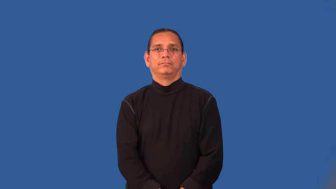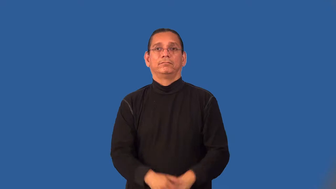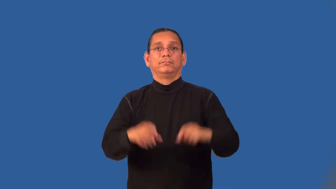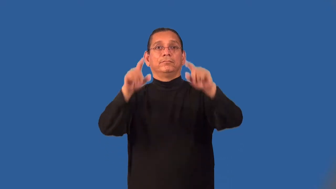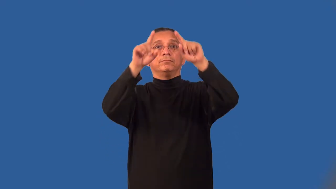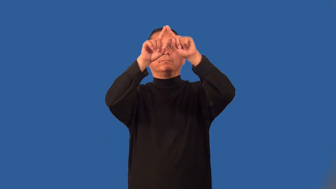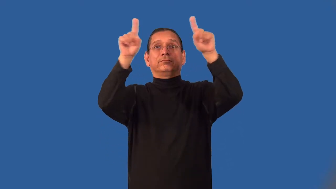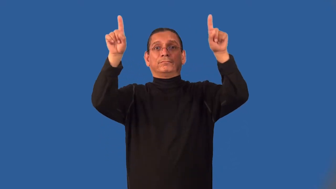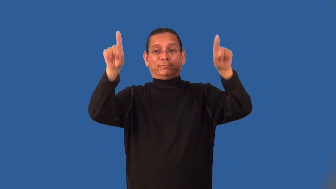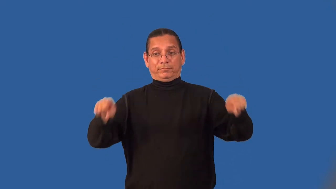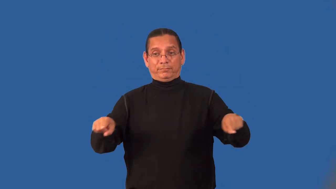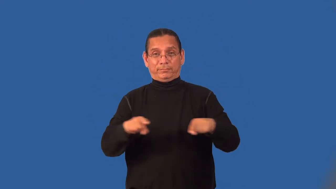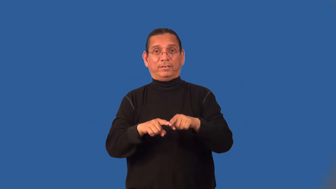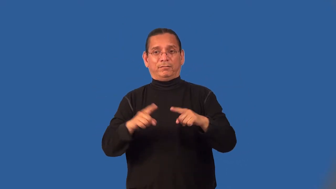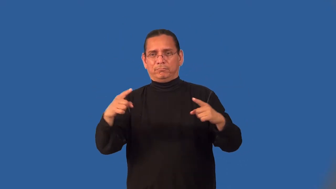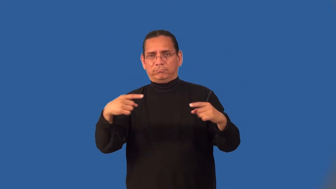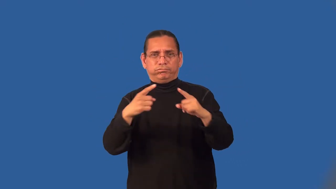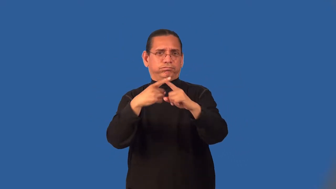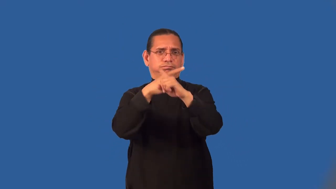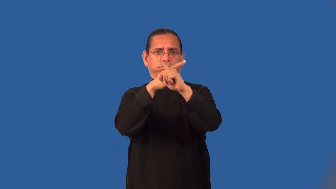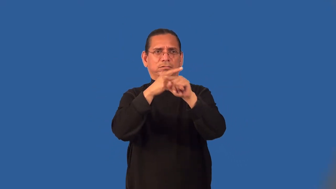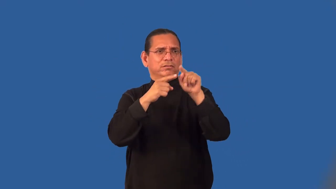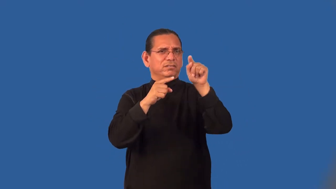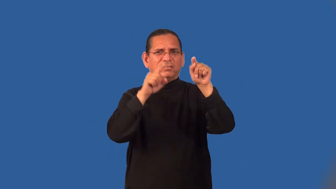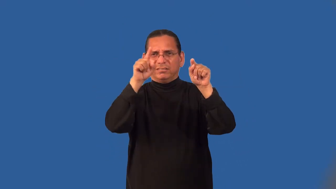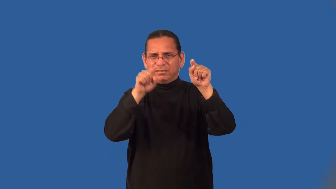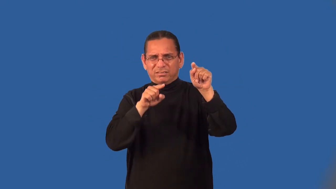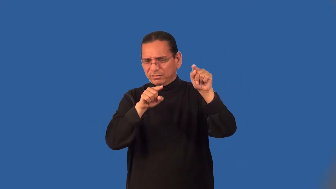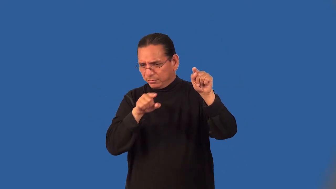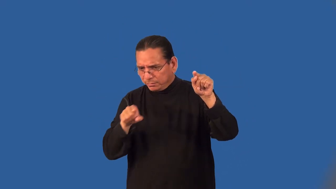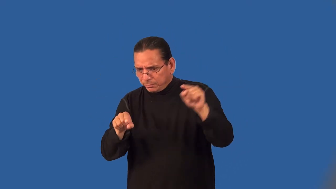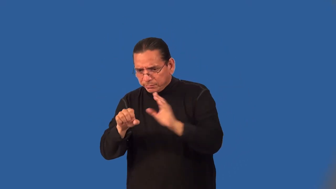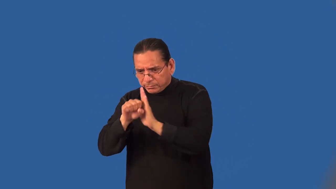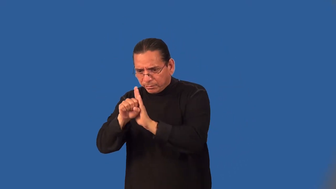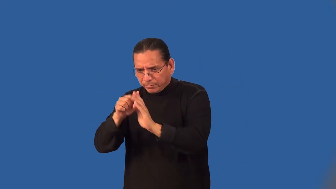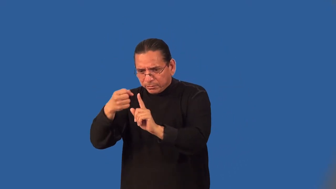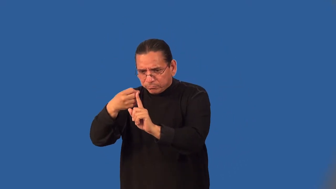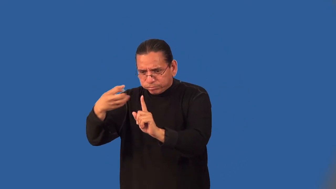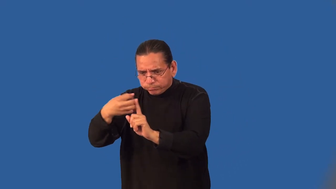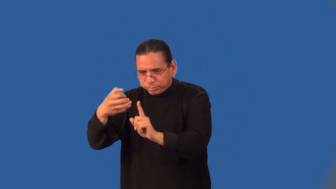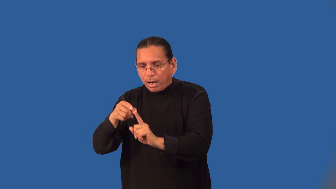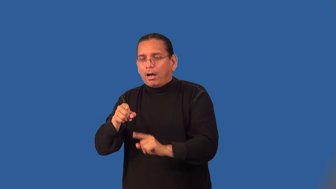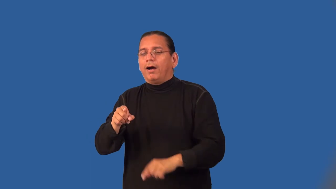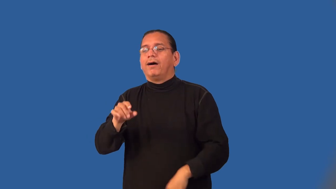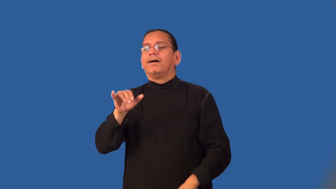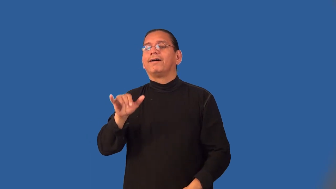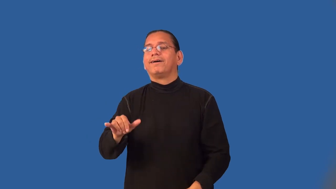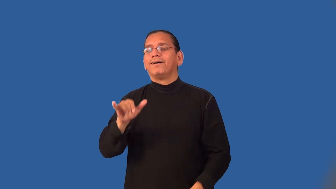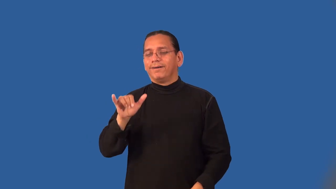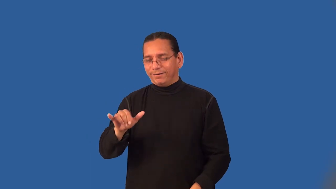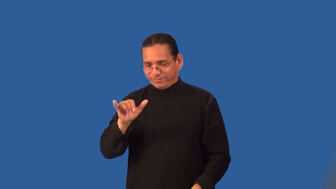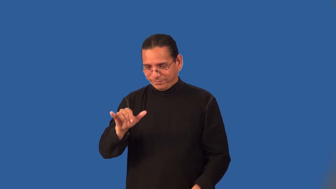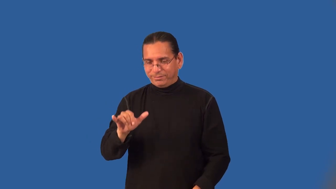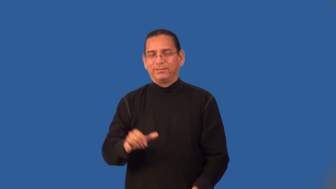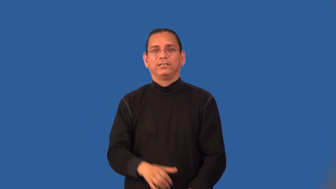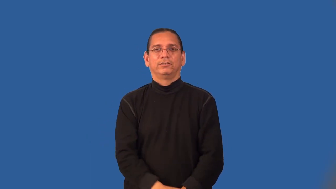legend-map